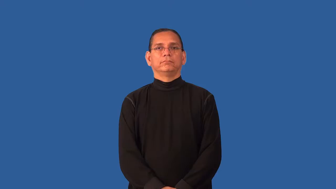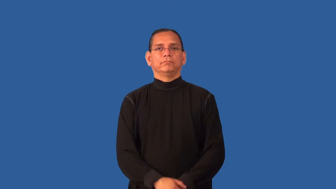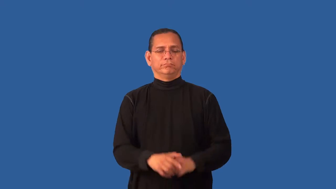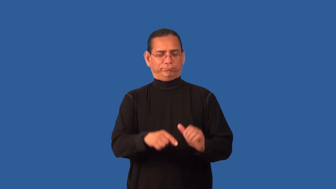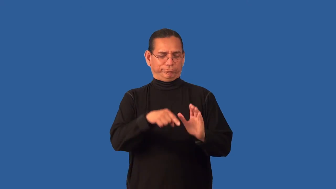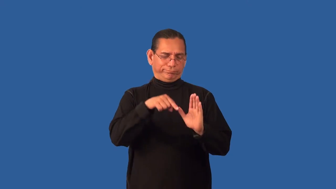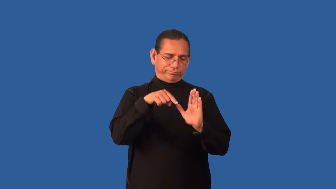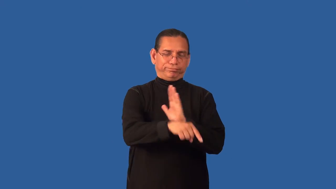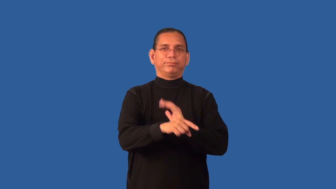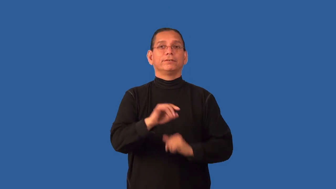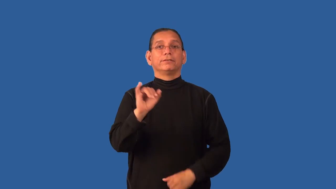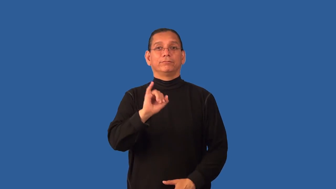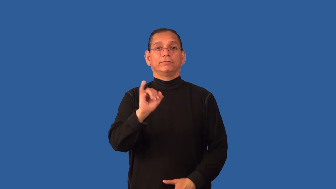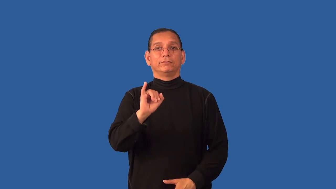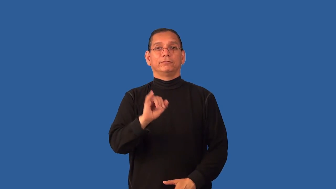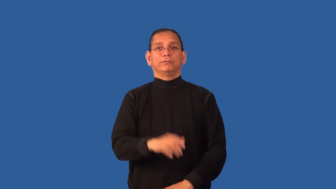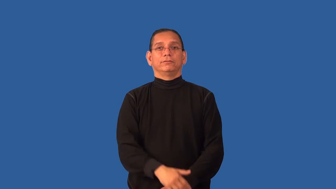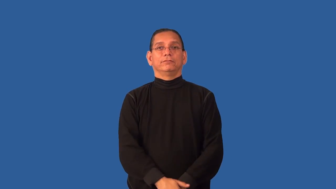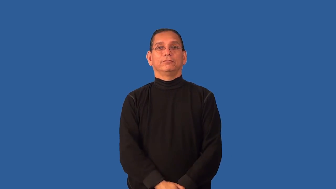disinfect